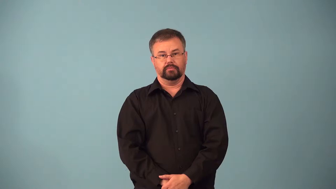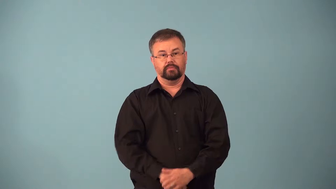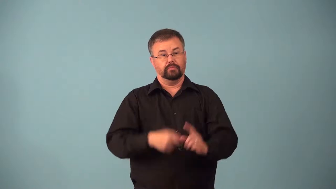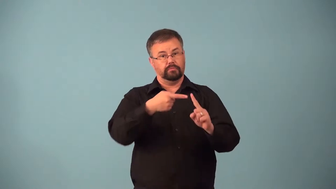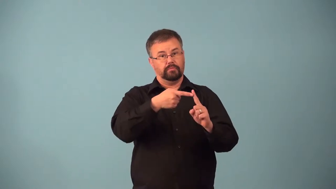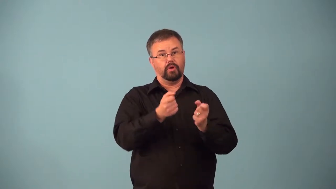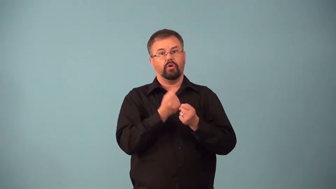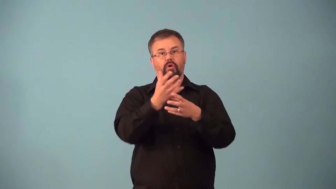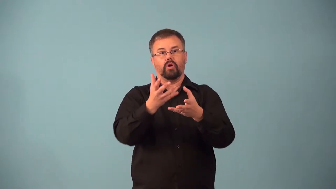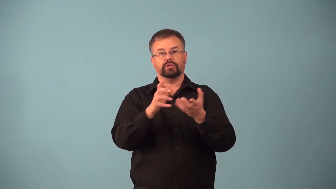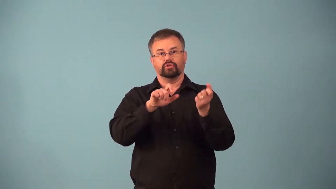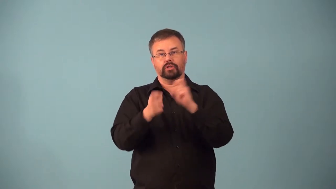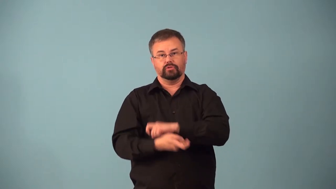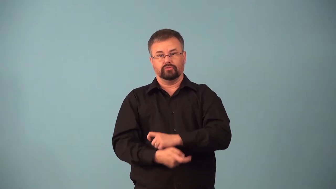agent-something that causes change